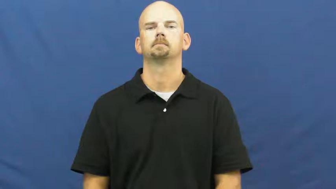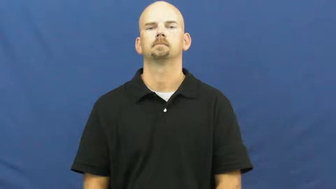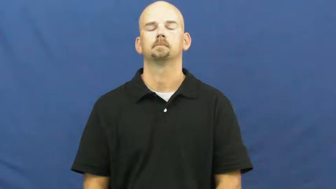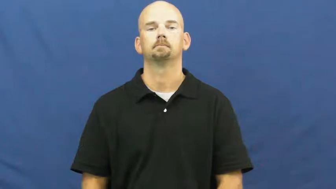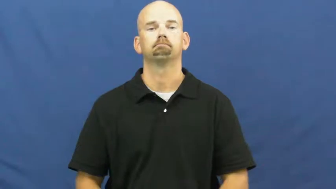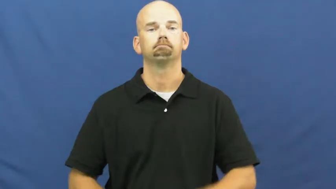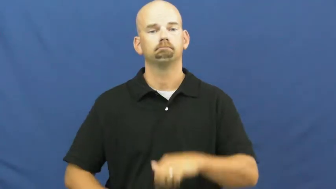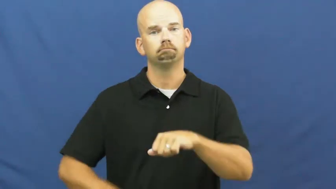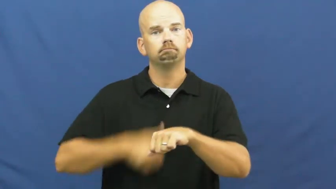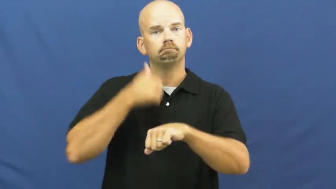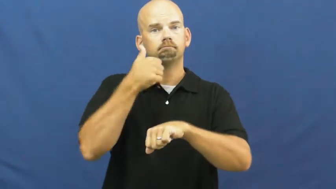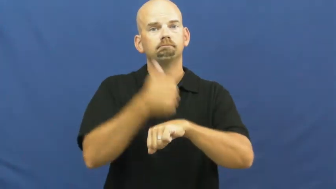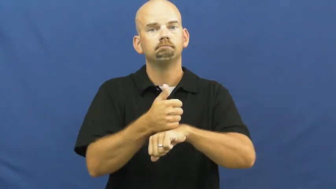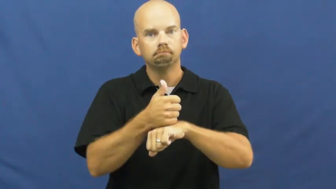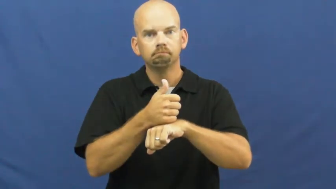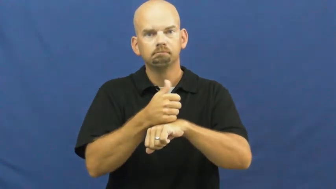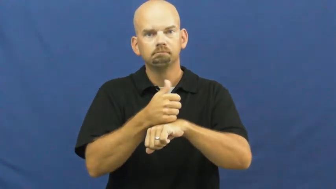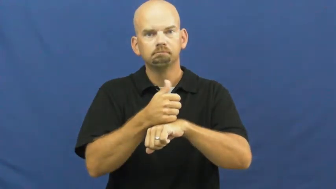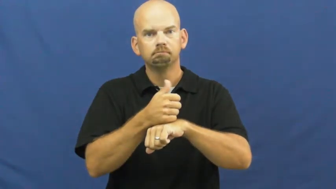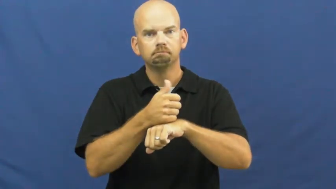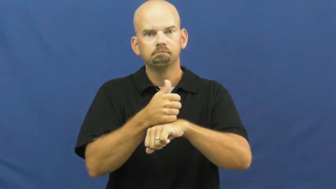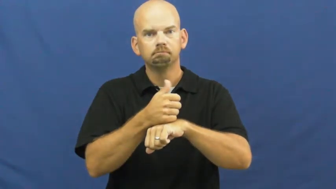set,fix,stand